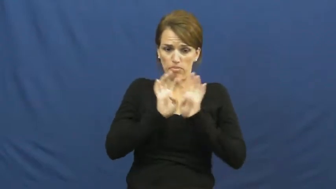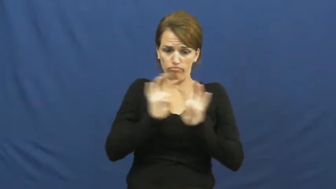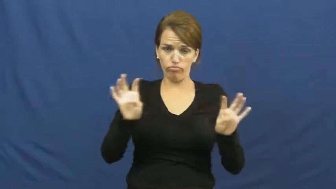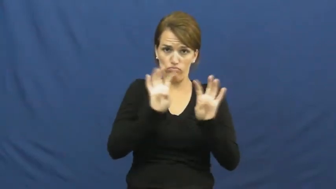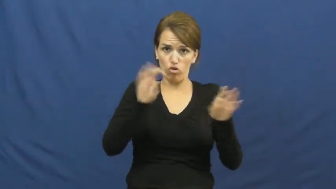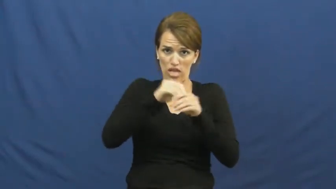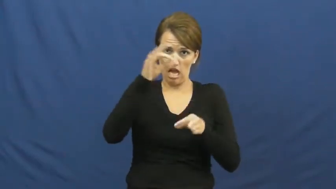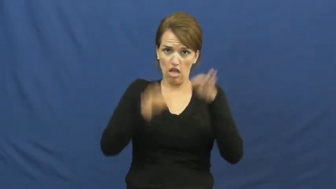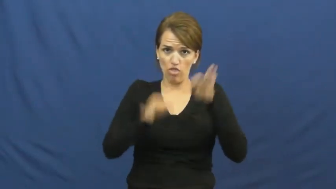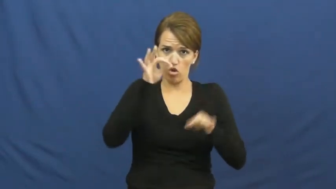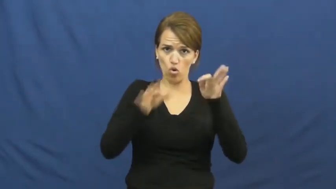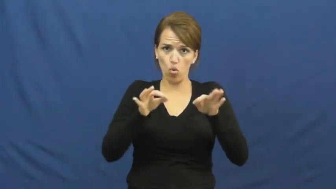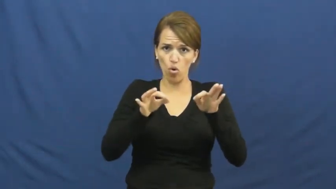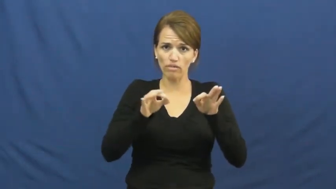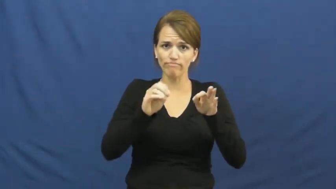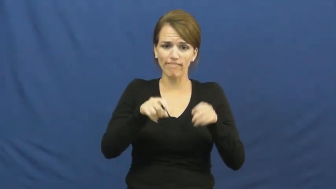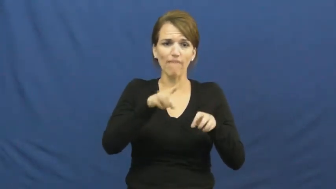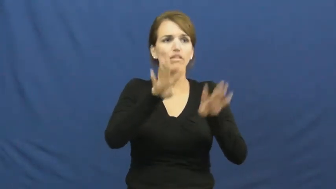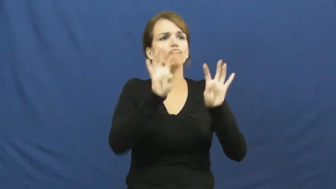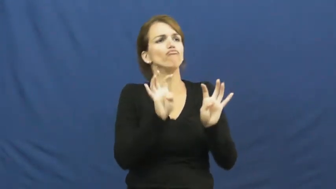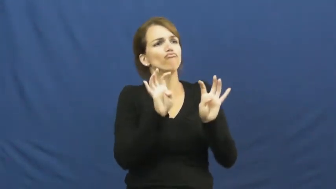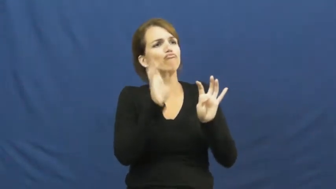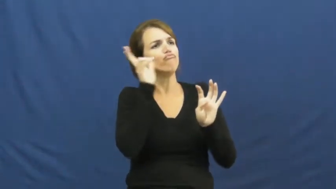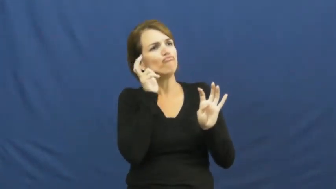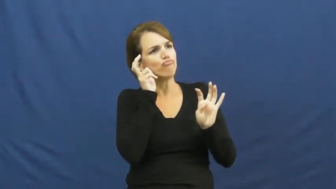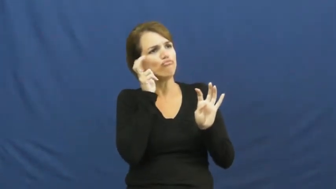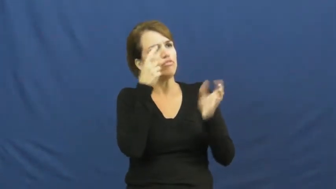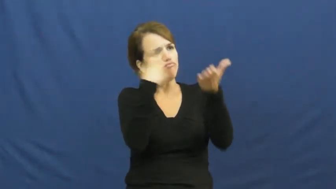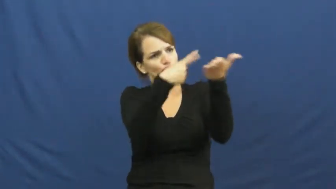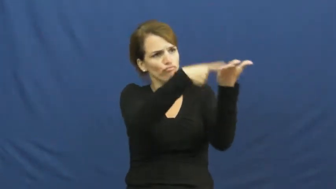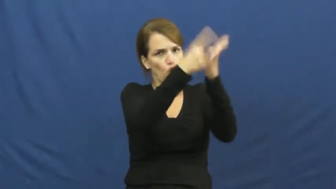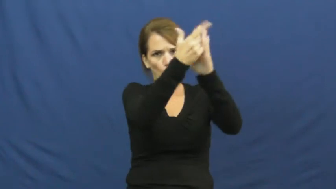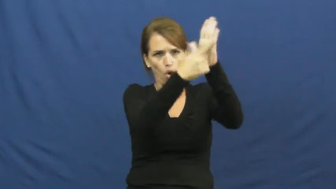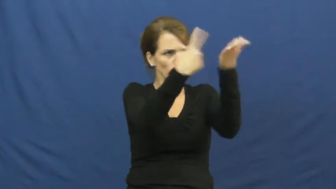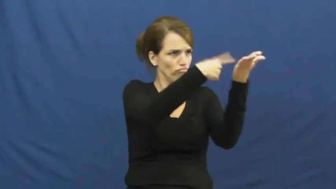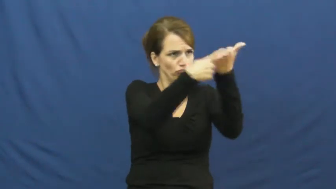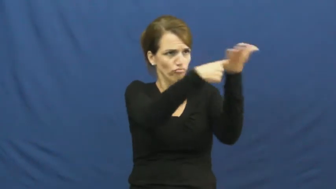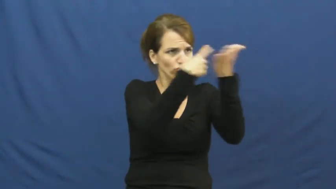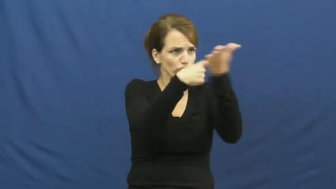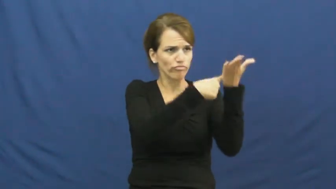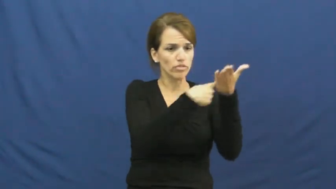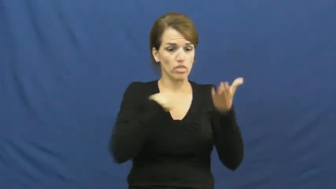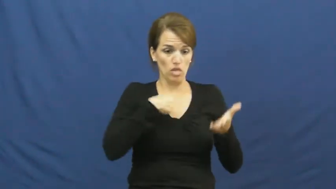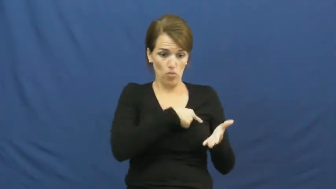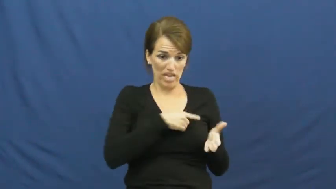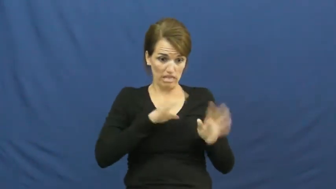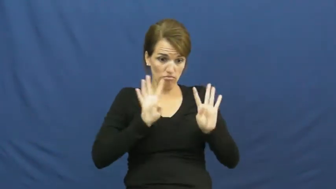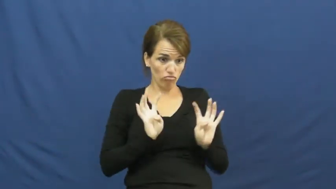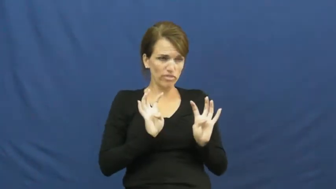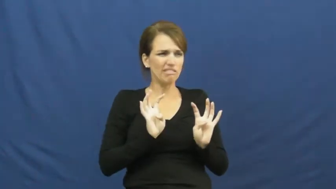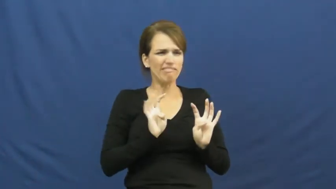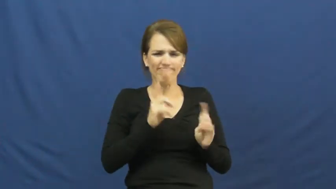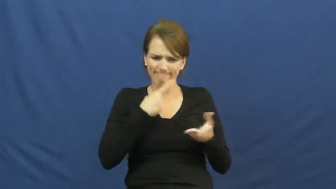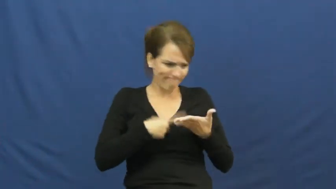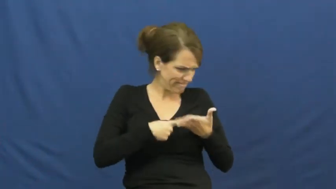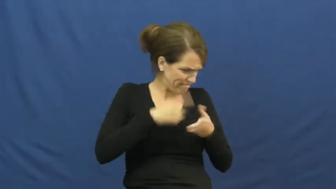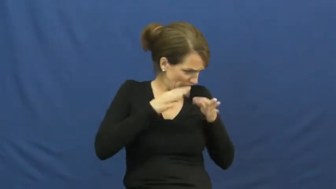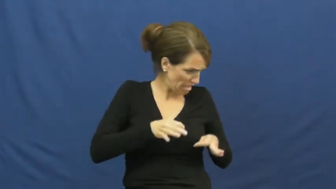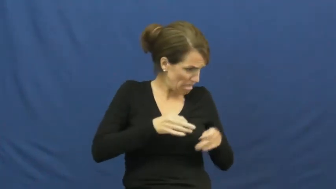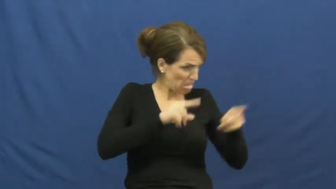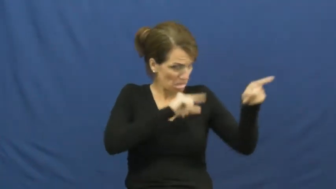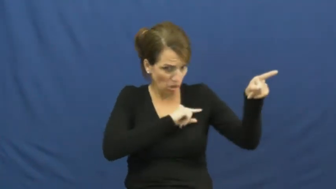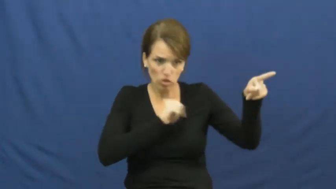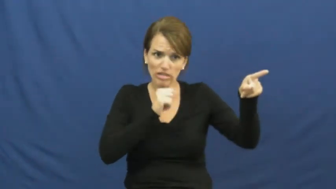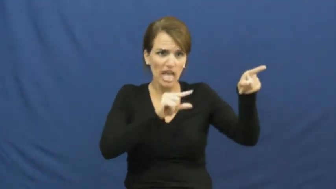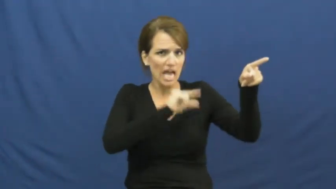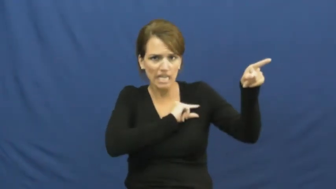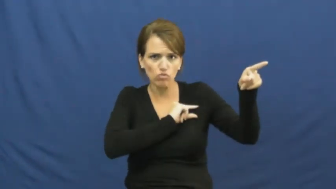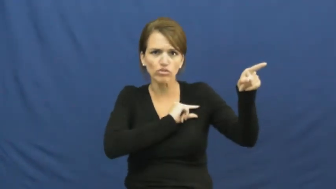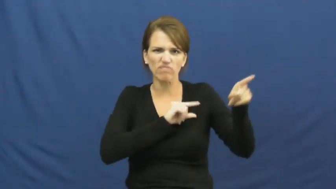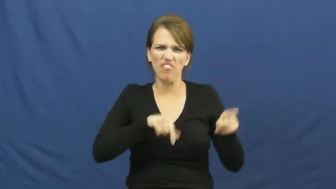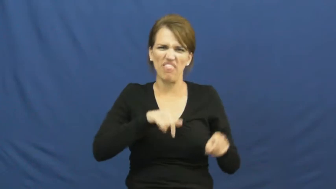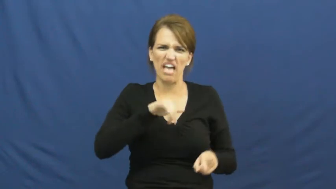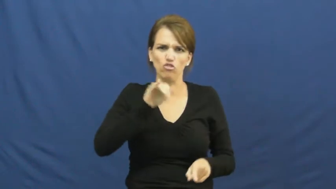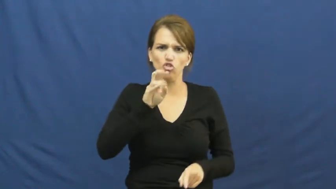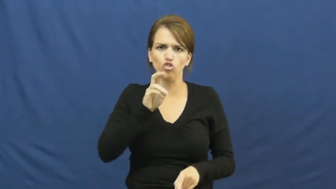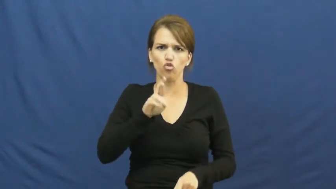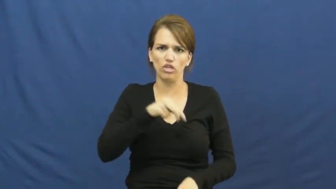jury